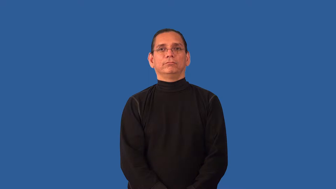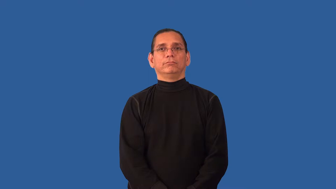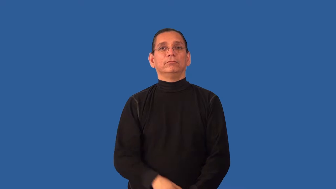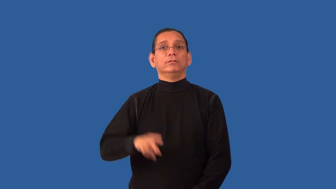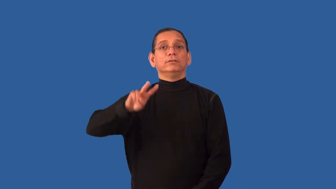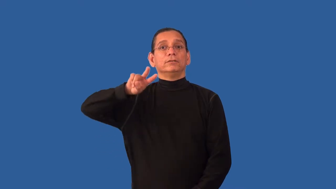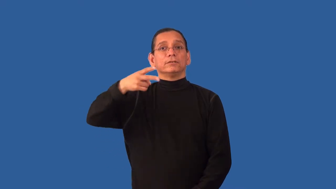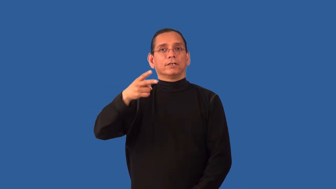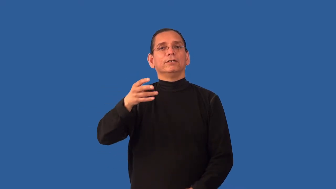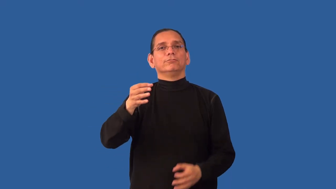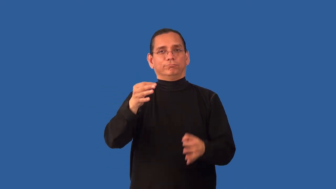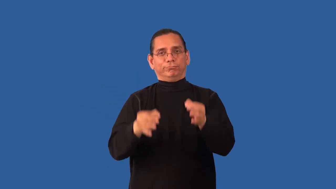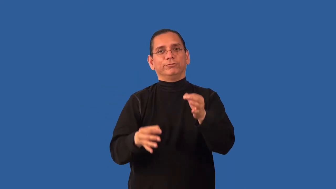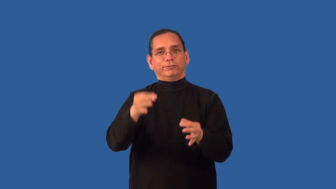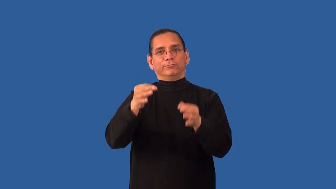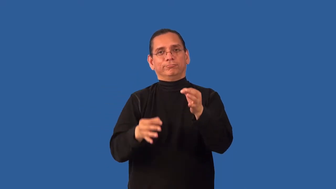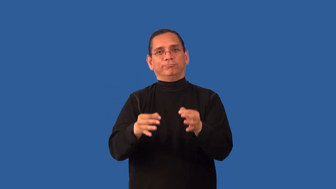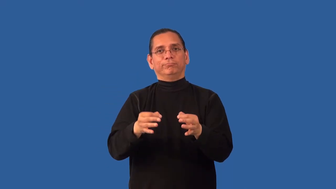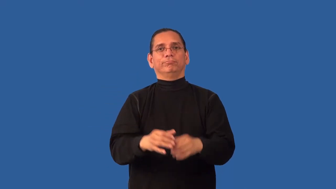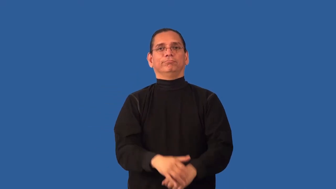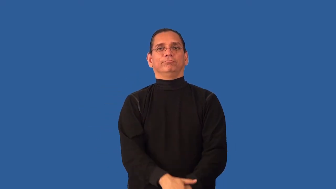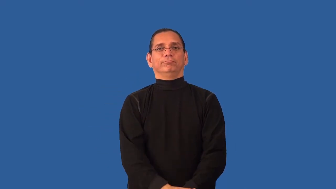retrial-court